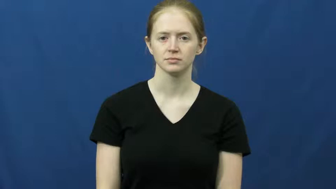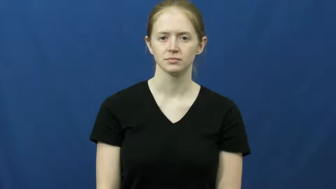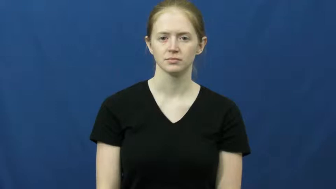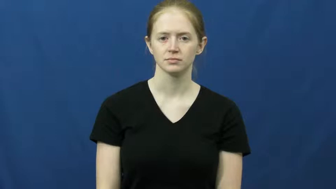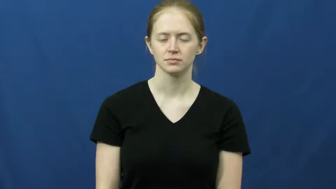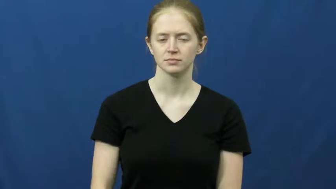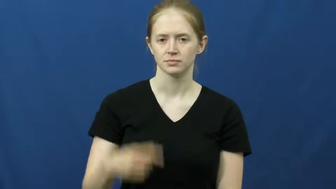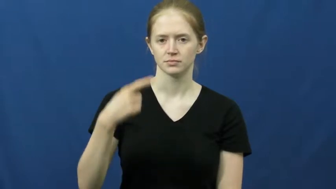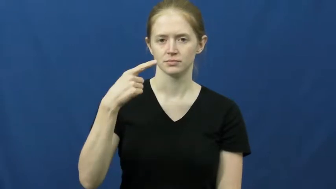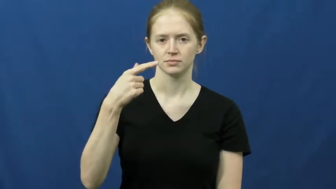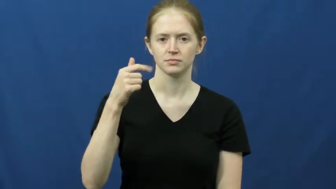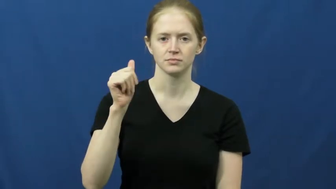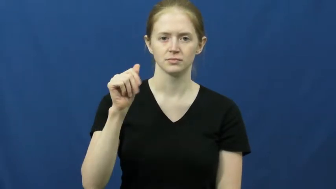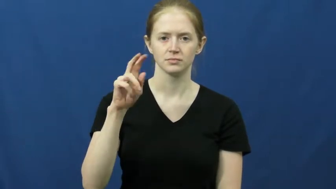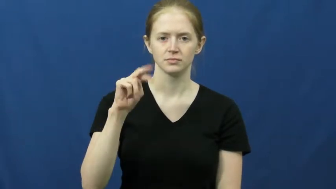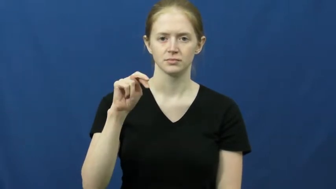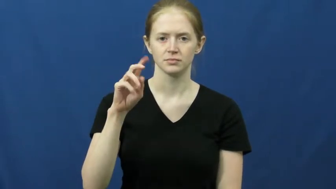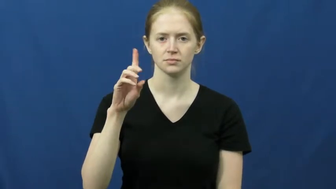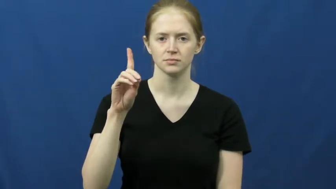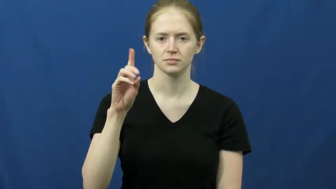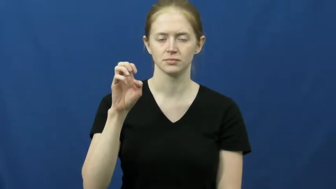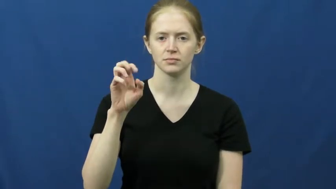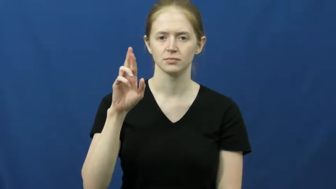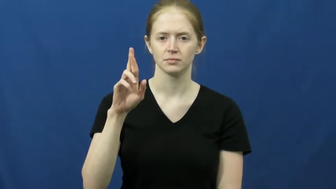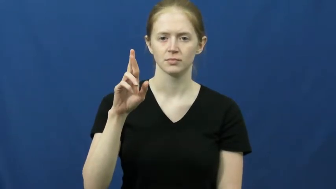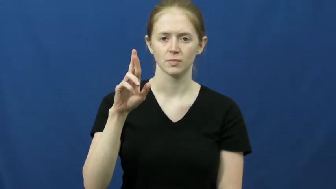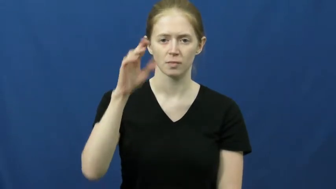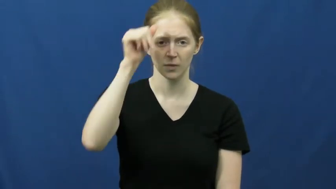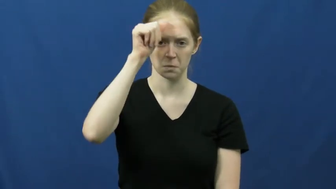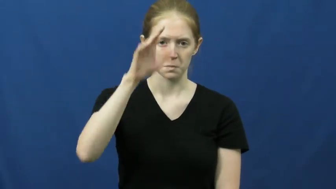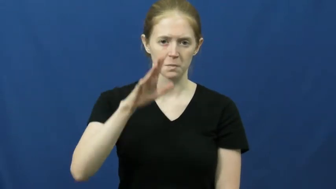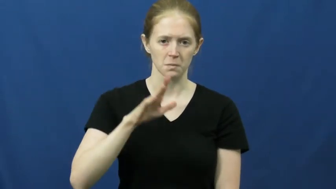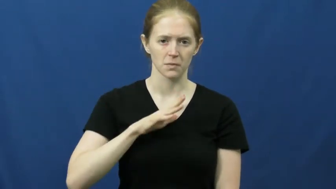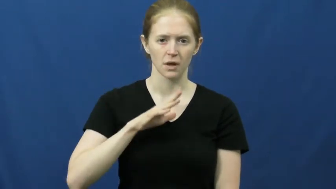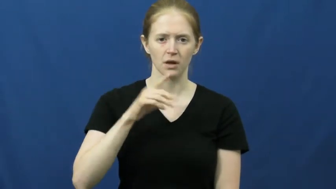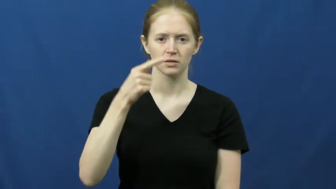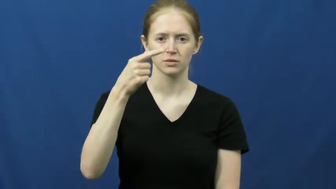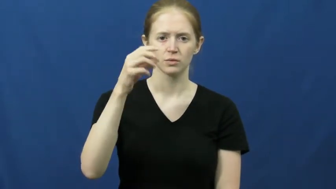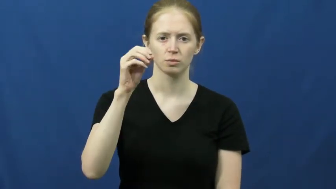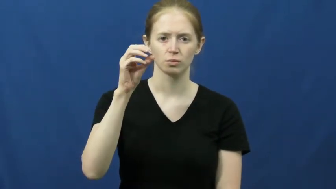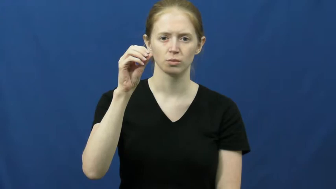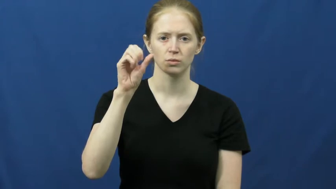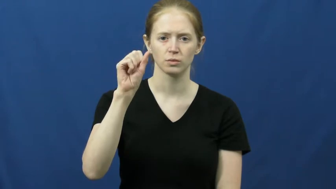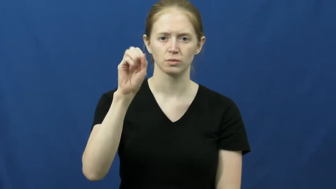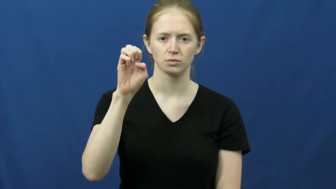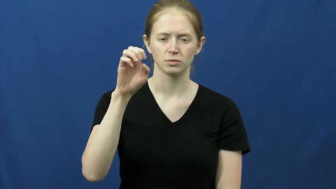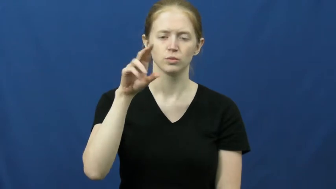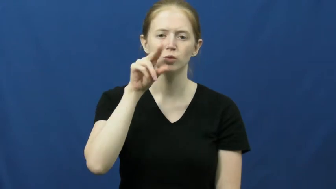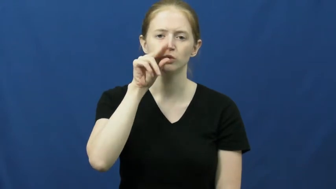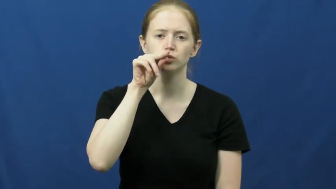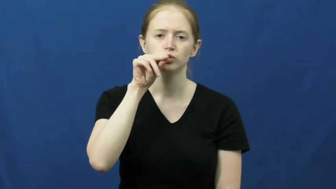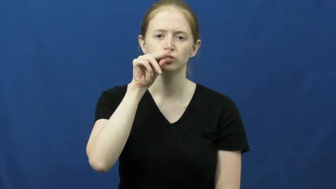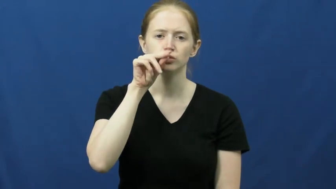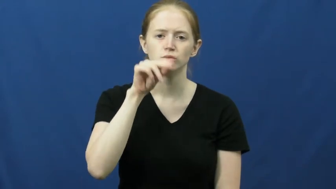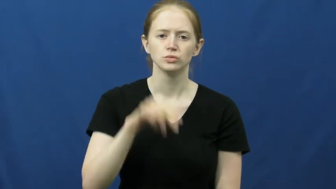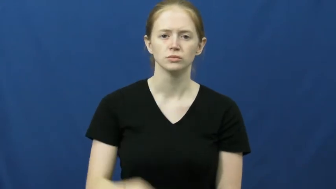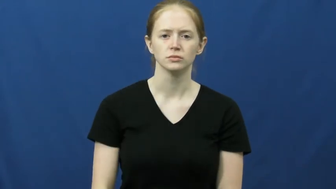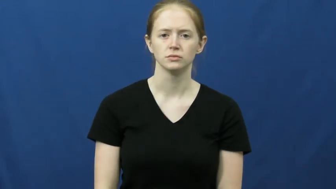gander-goose